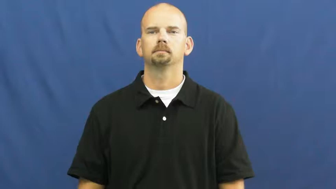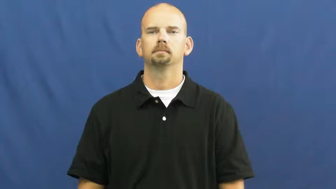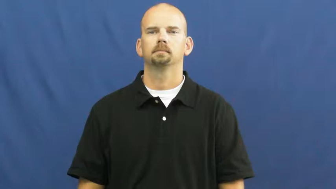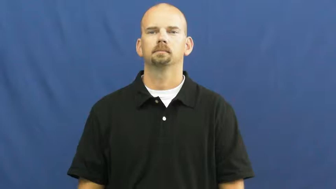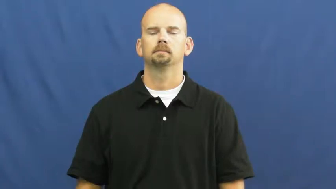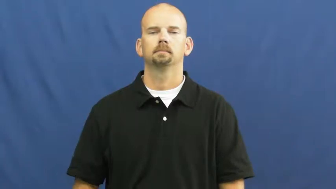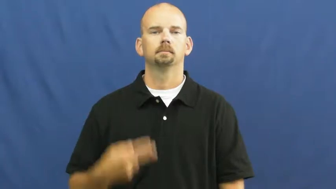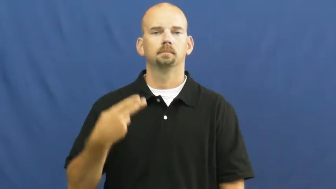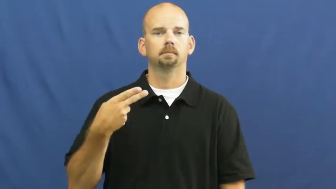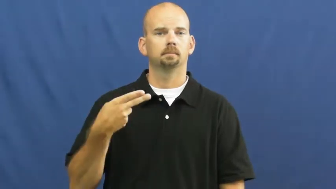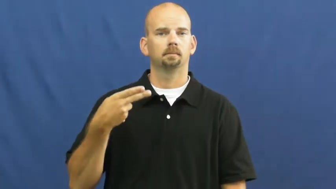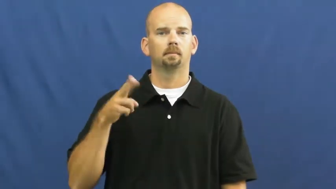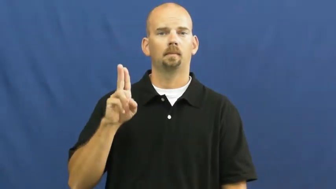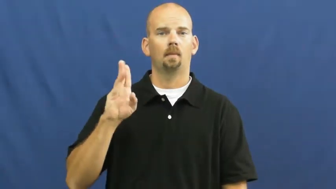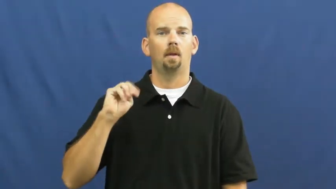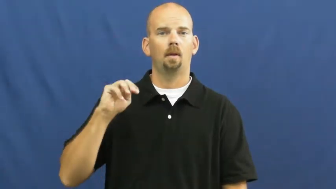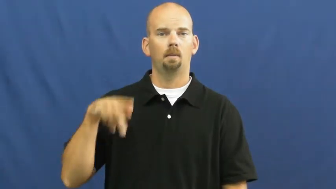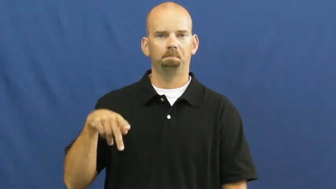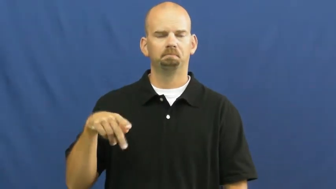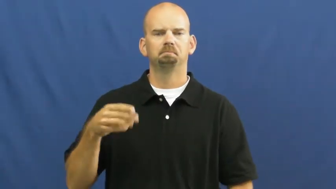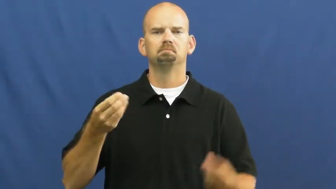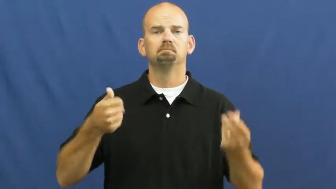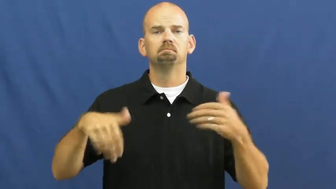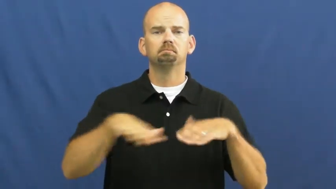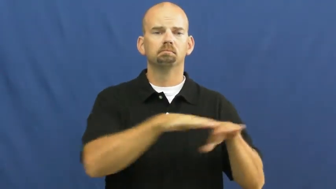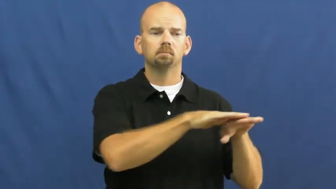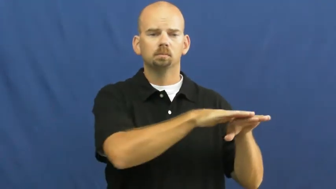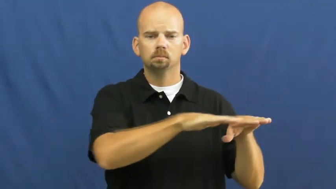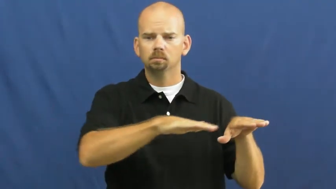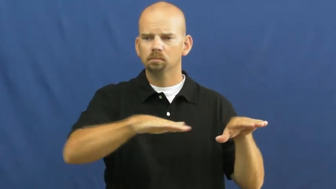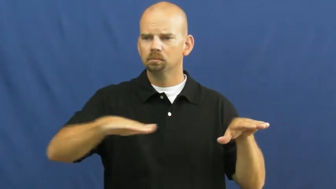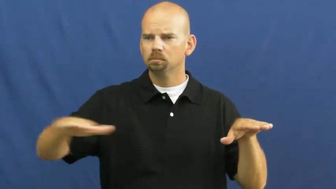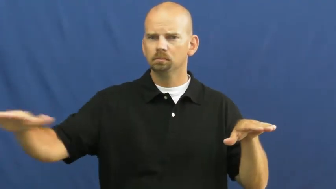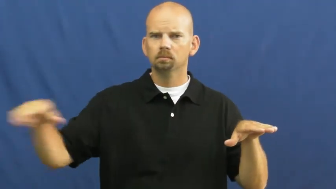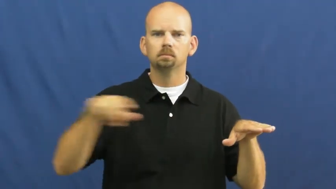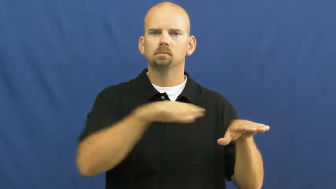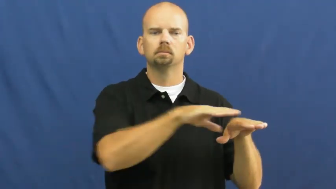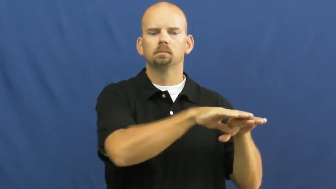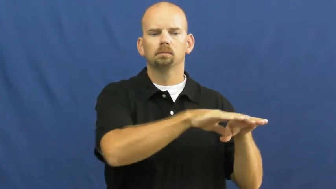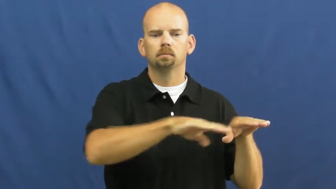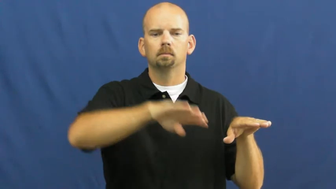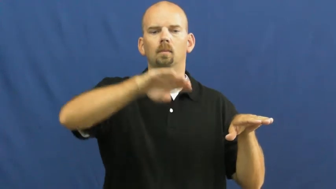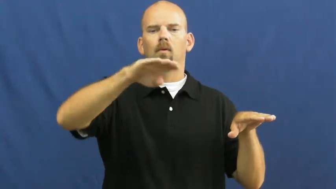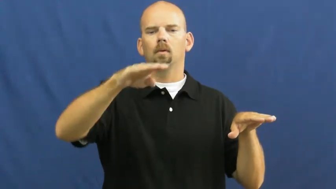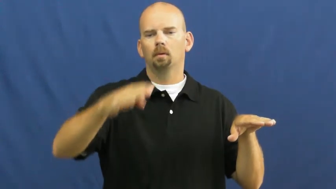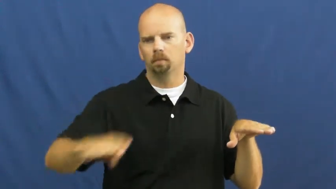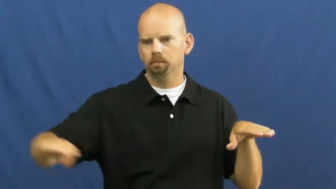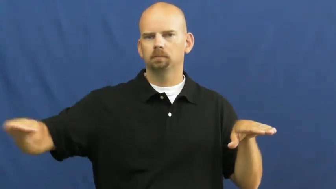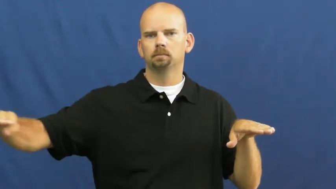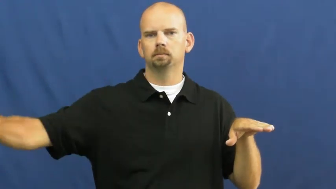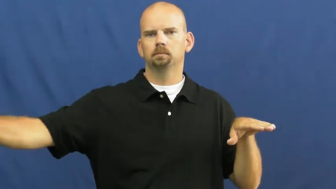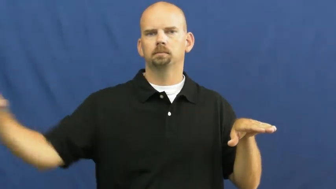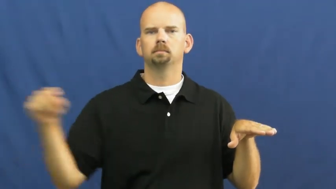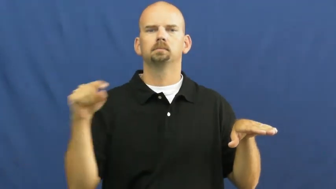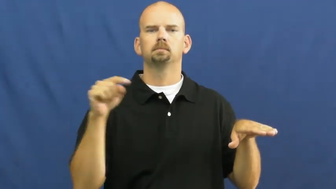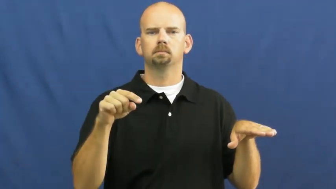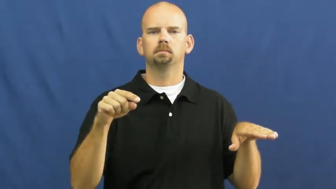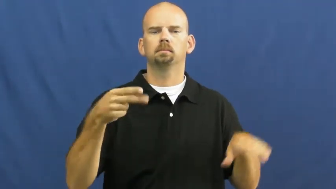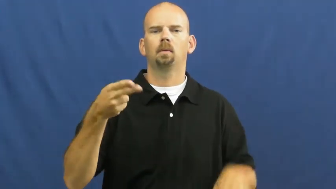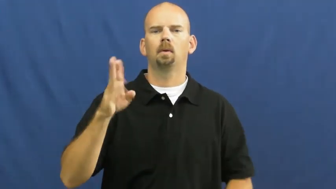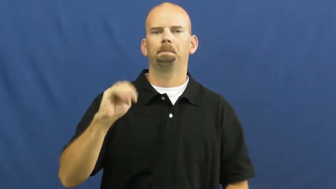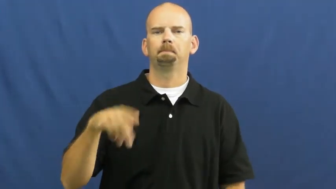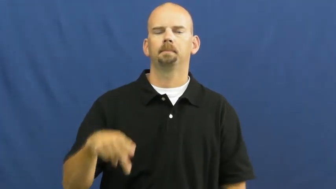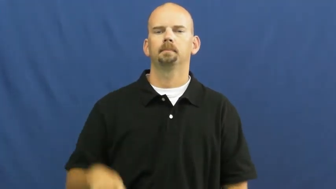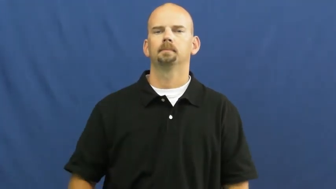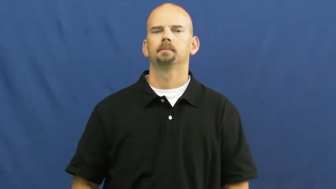hump-bump